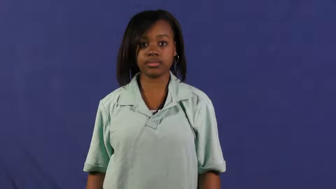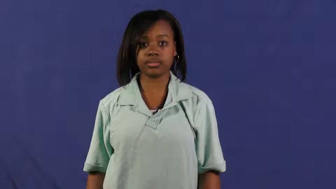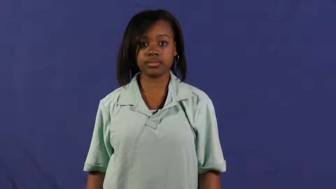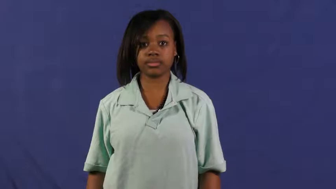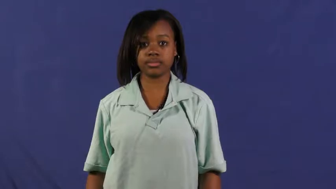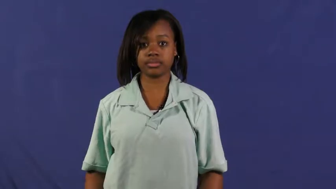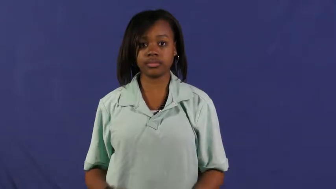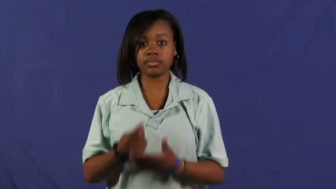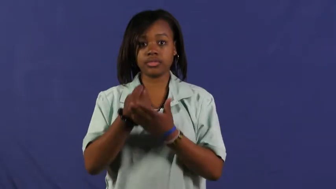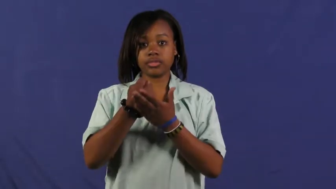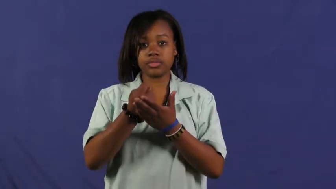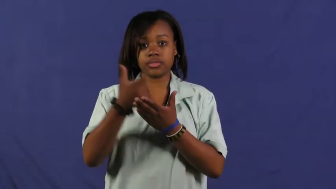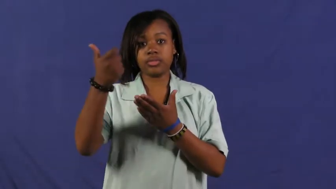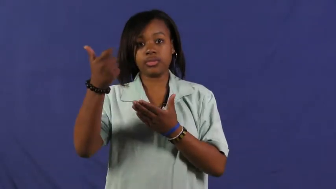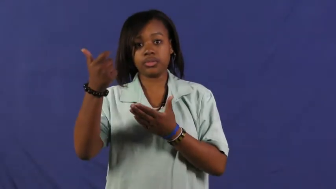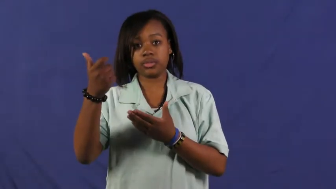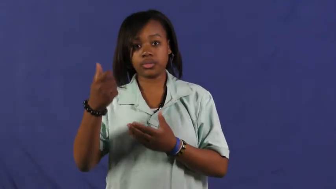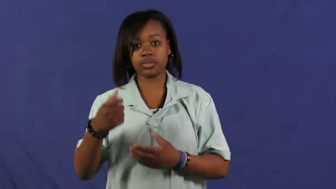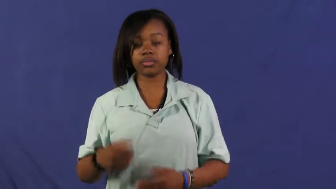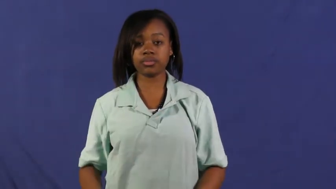eliminate,cut out,jettison,shakeout,bump,depose